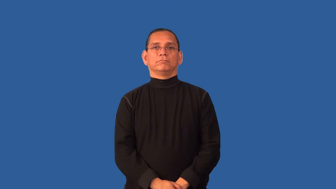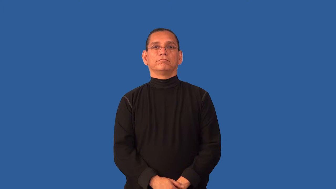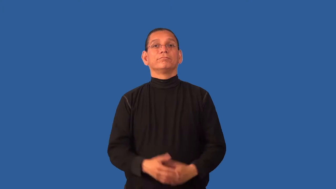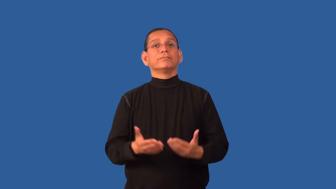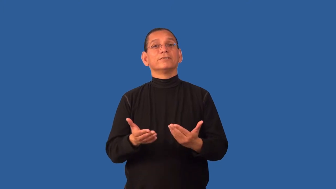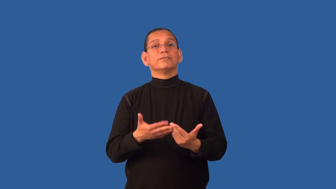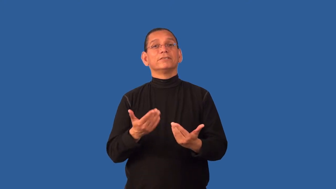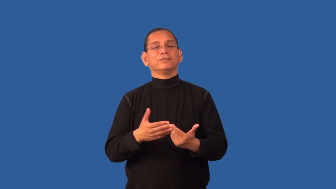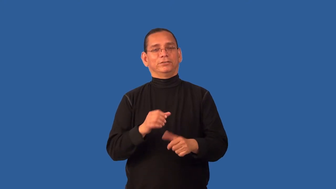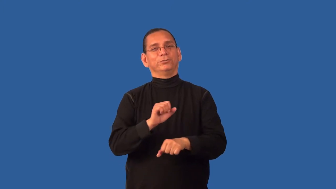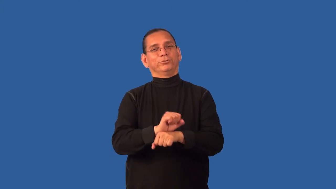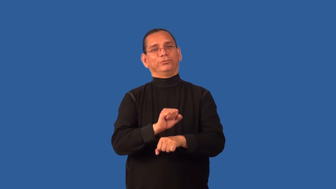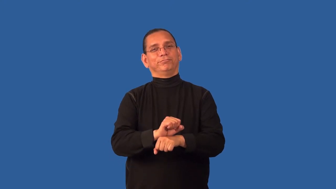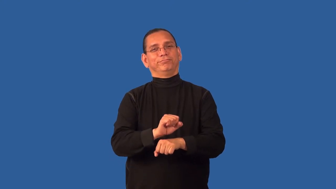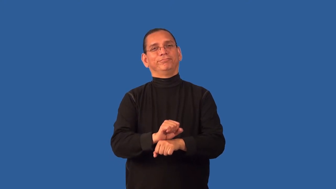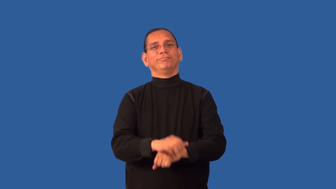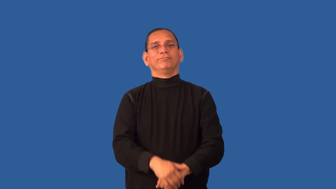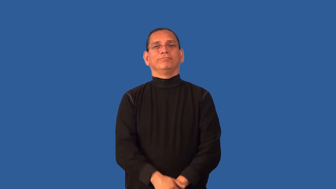cushy-job